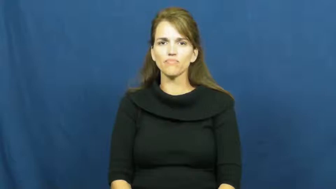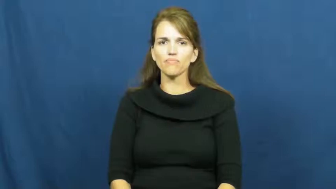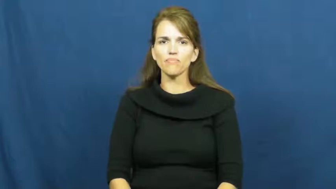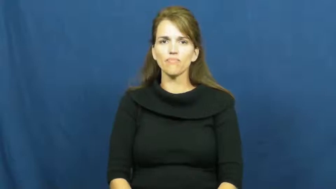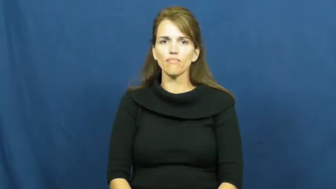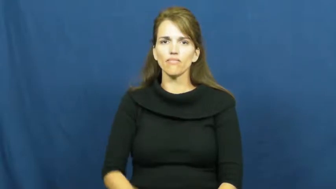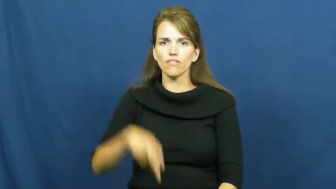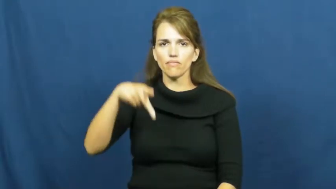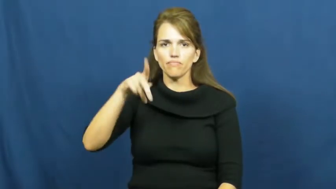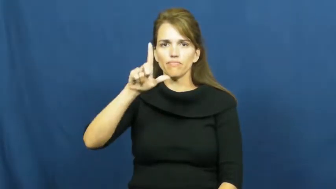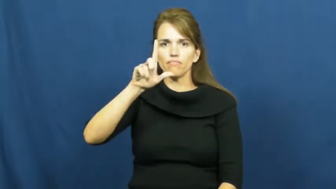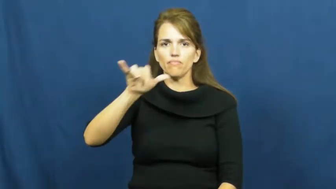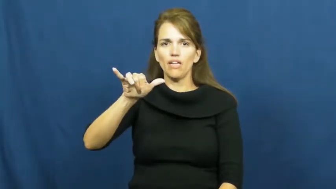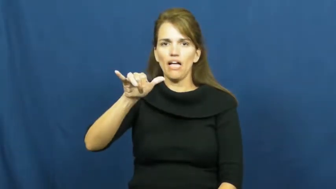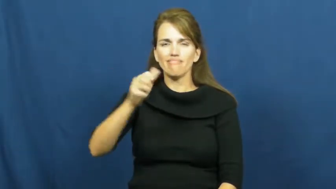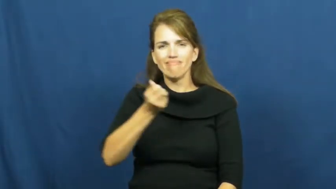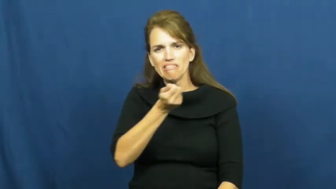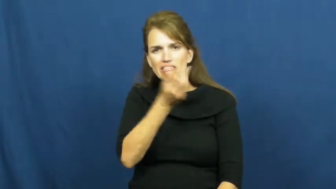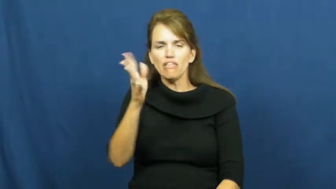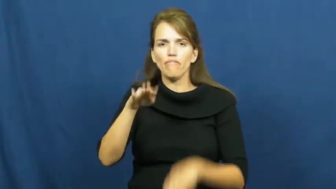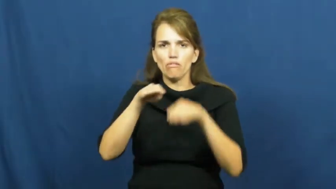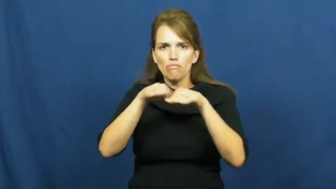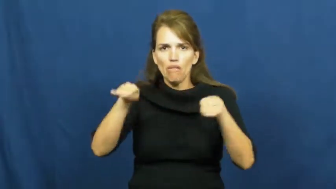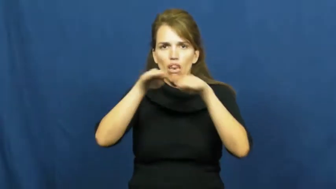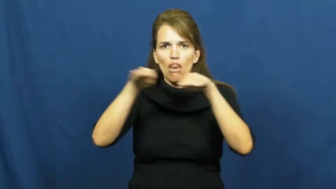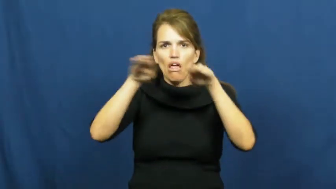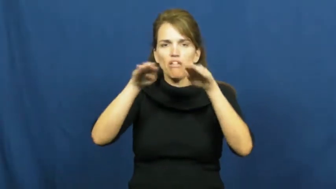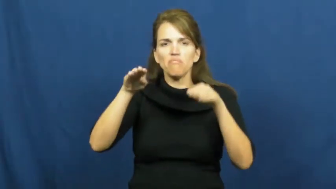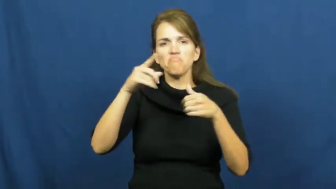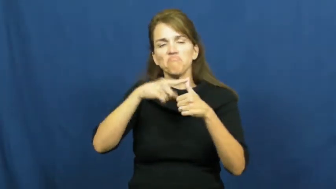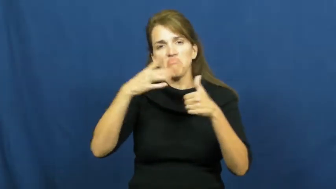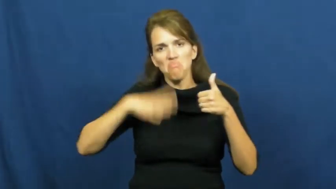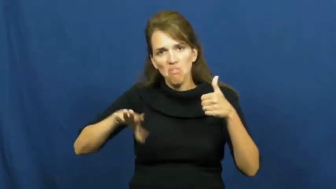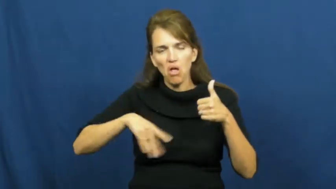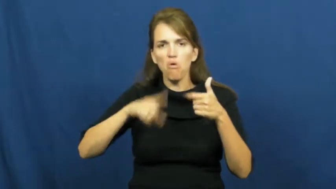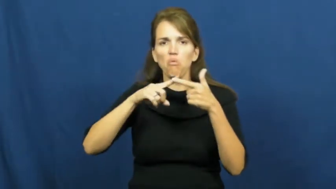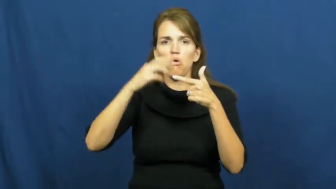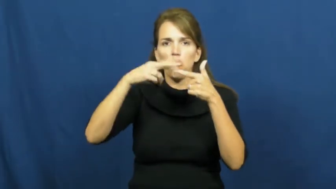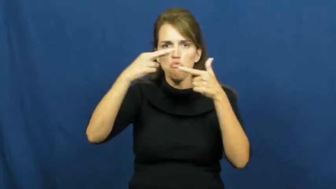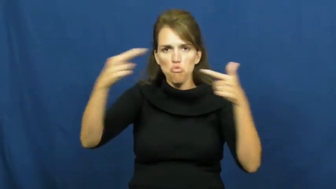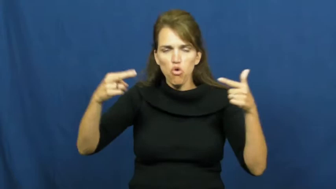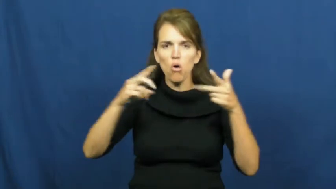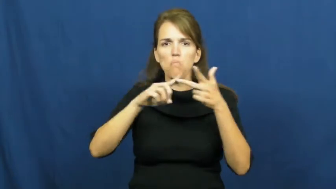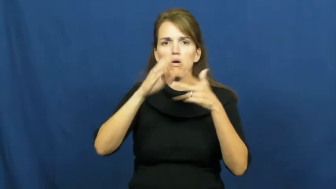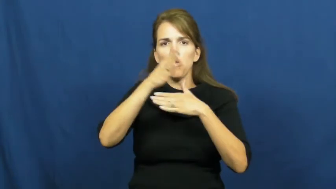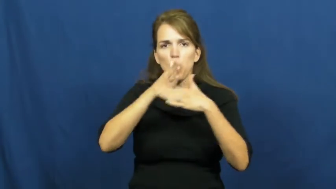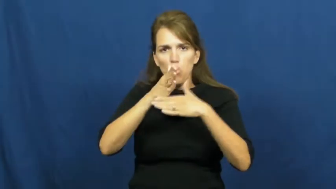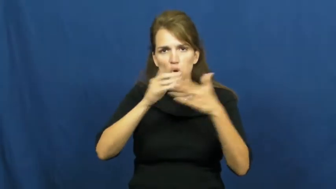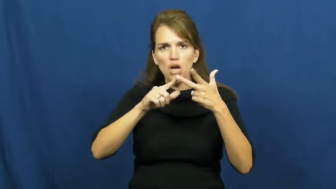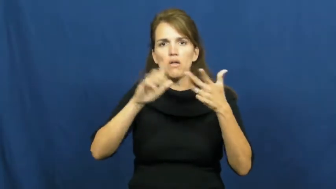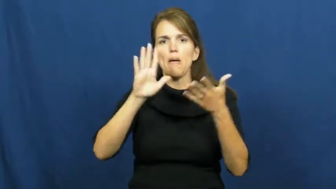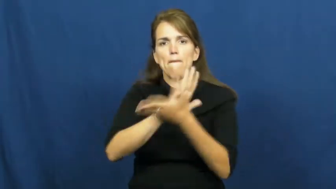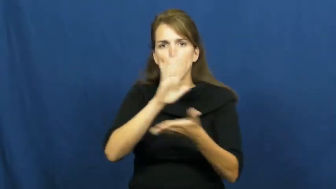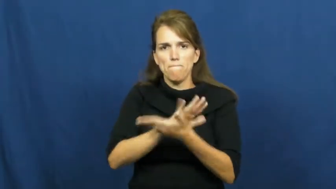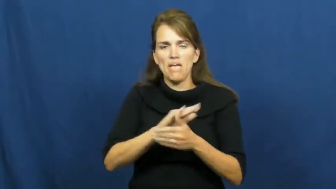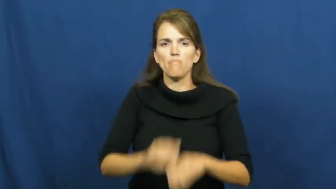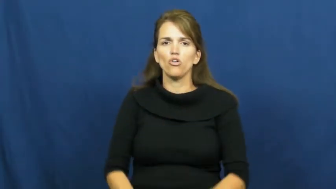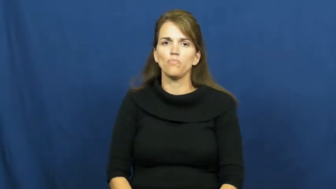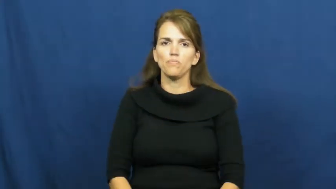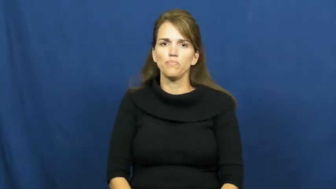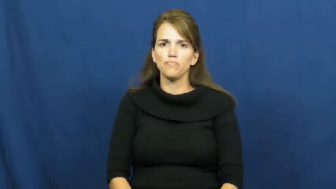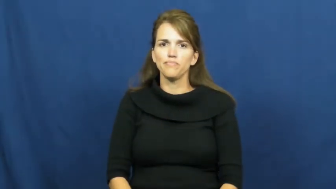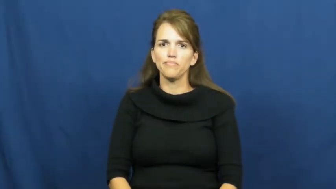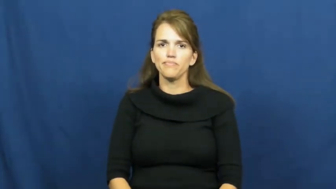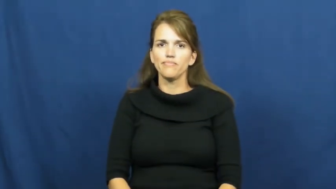ply